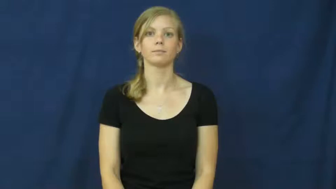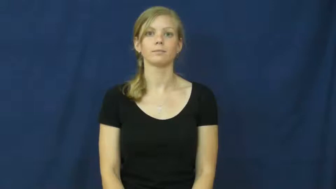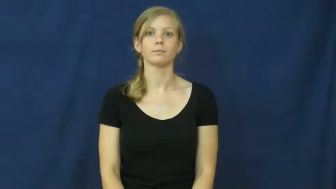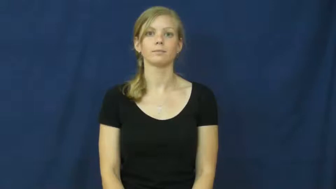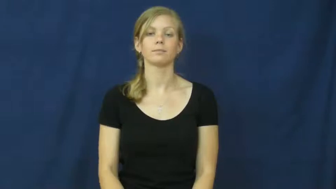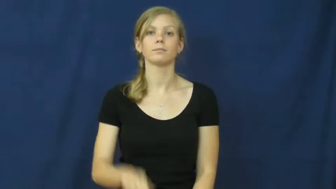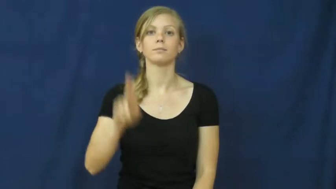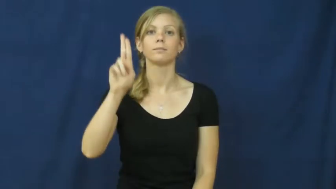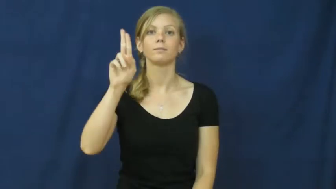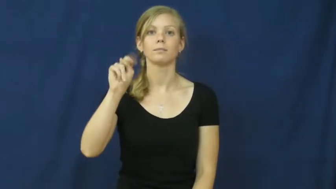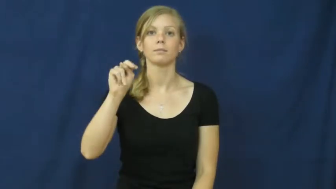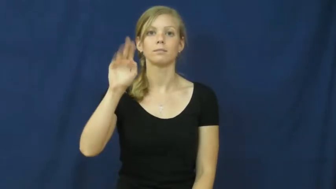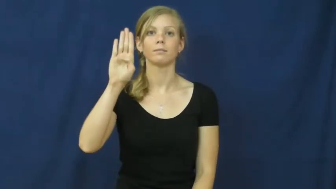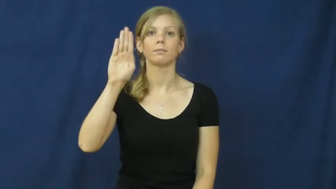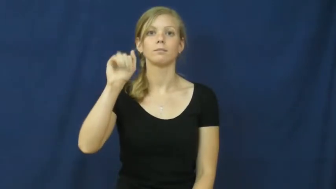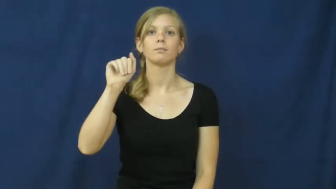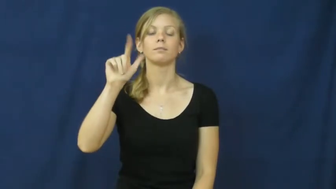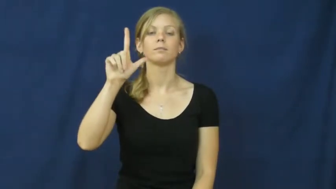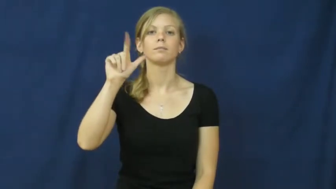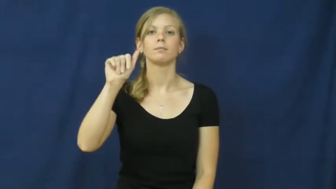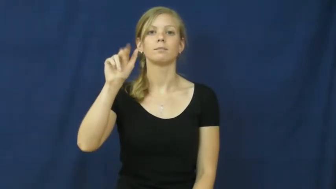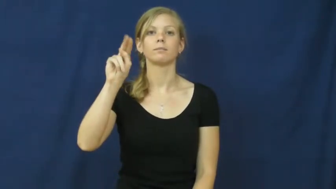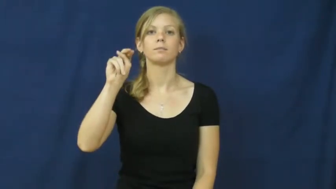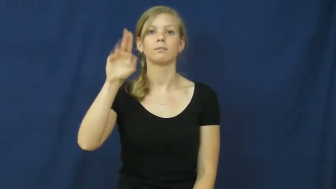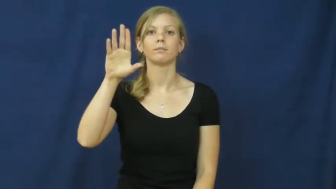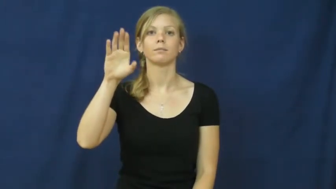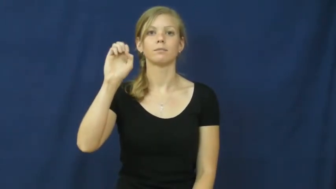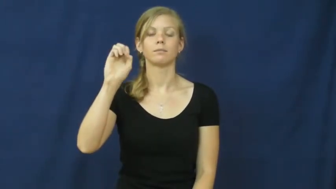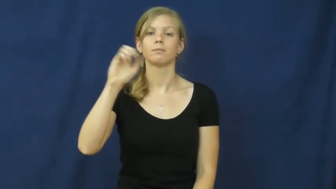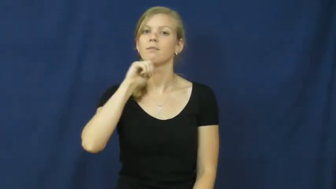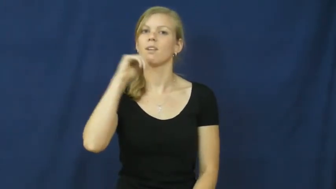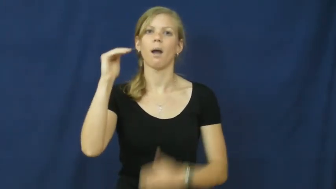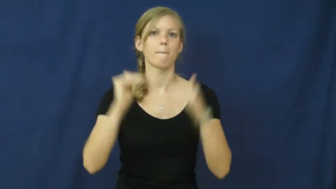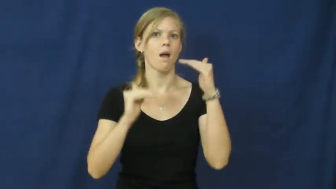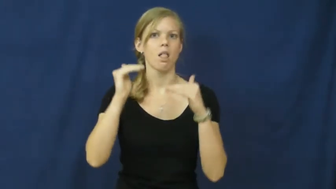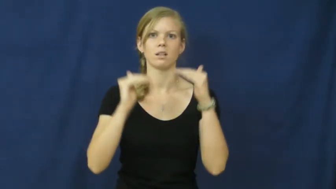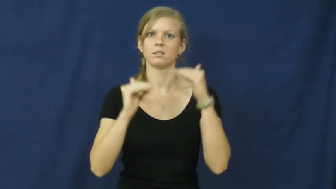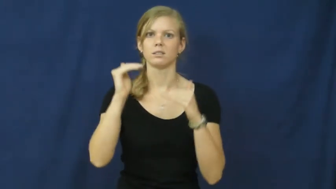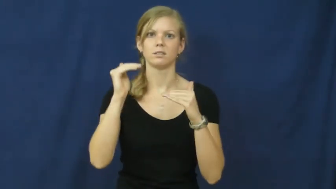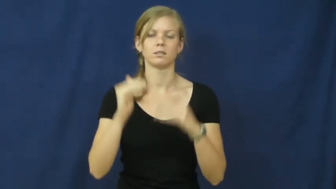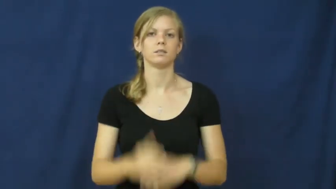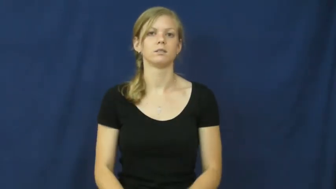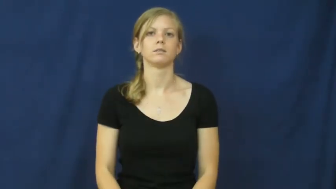unbalance